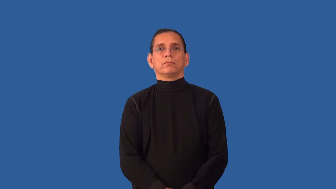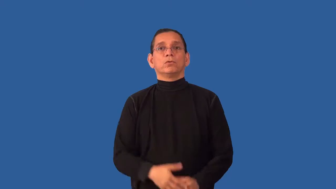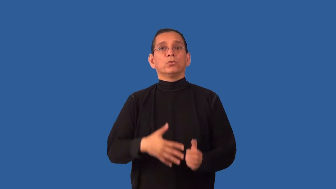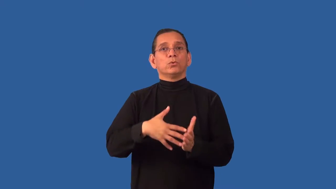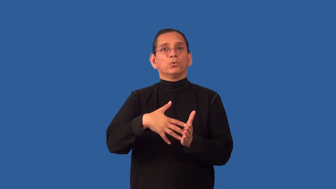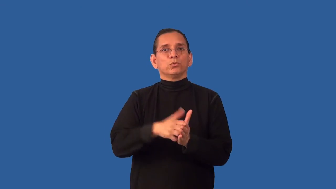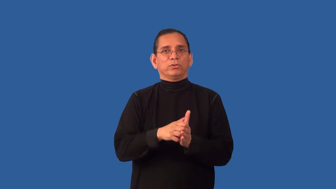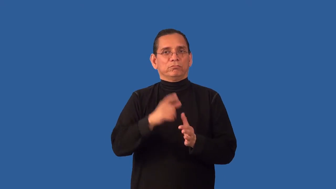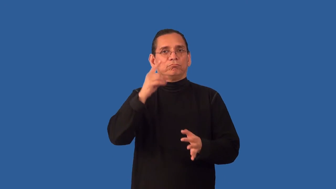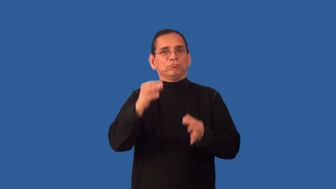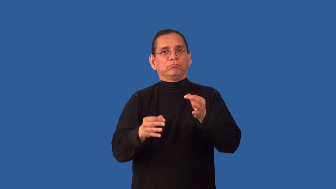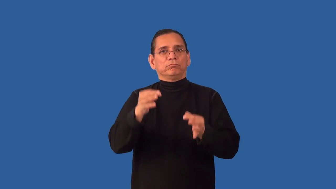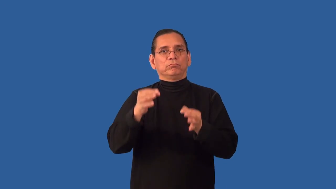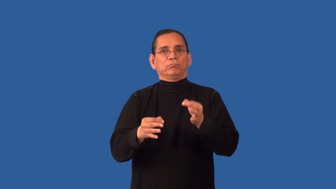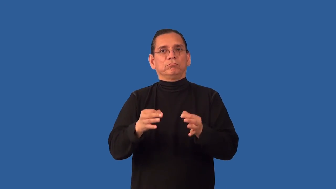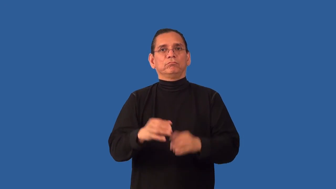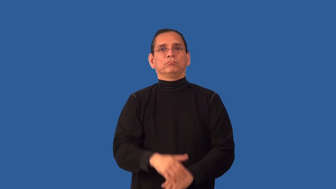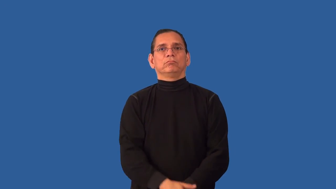undiscerning, undiscriminating